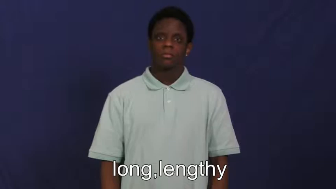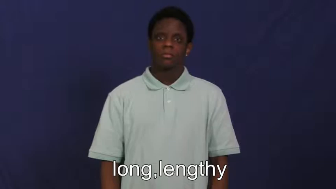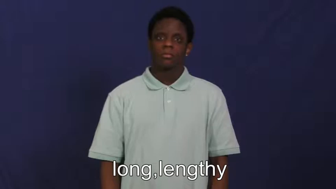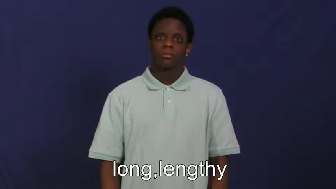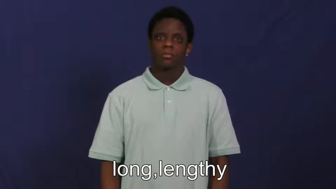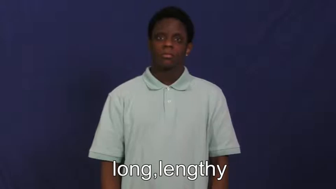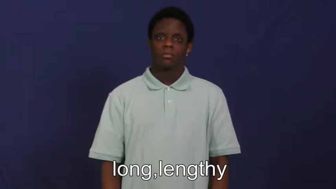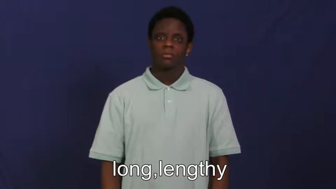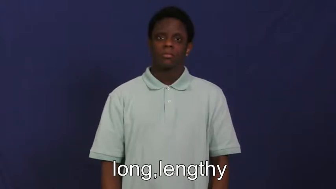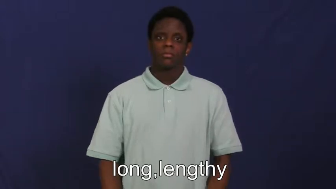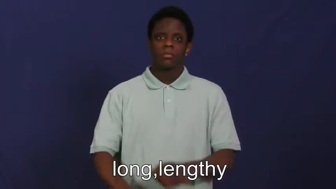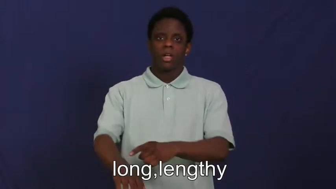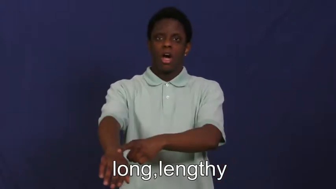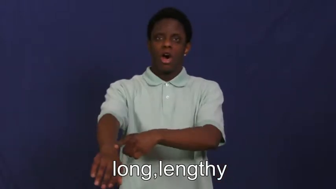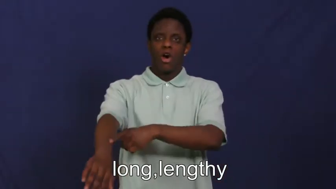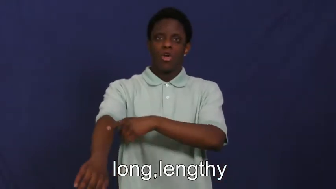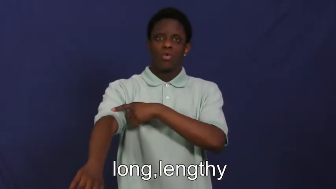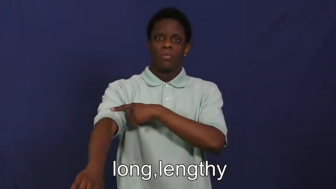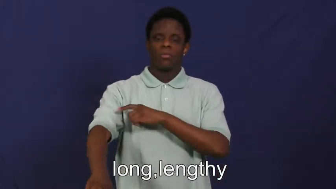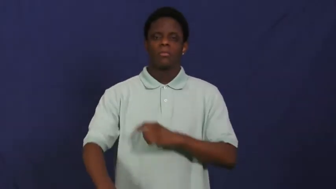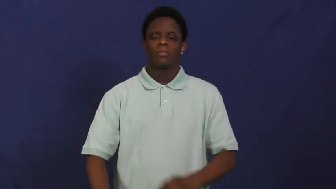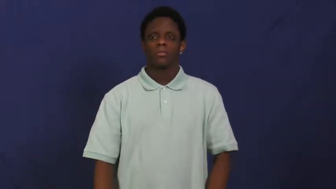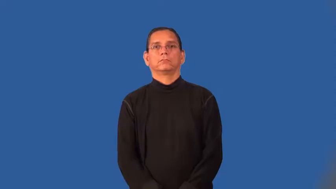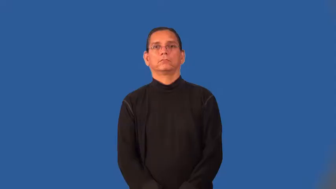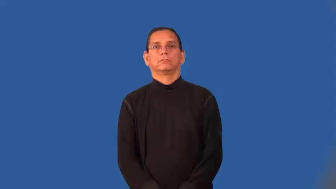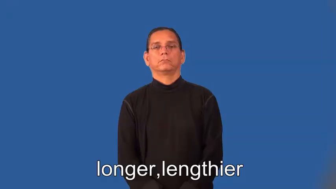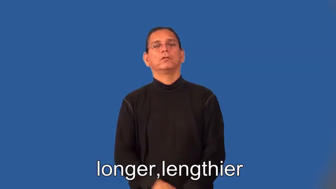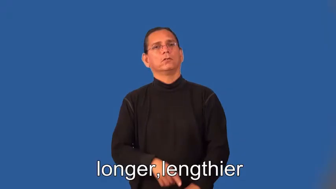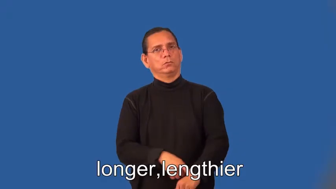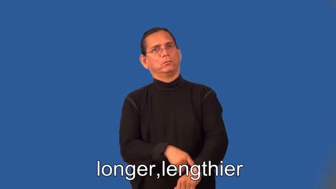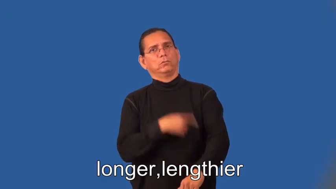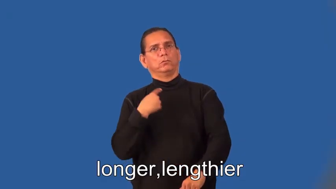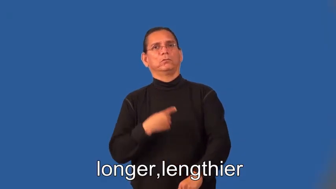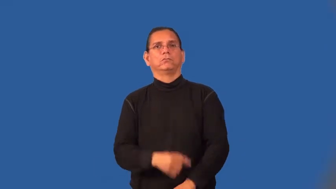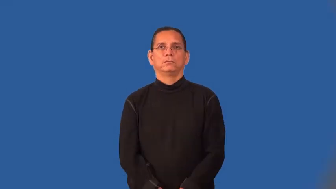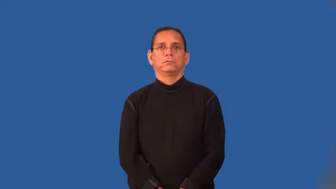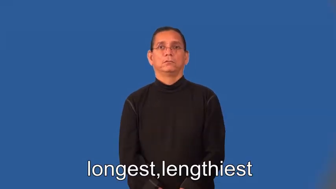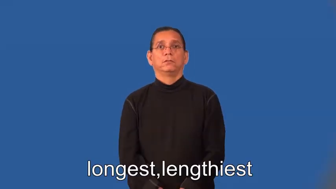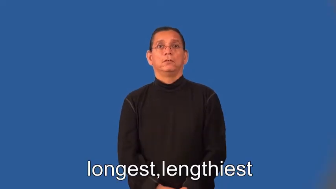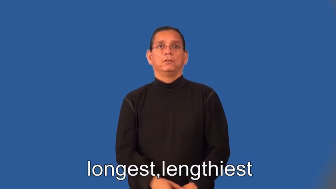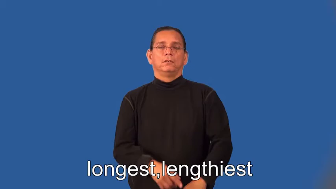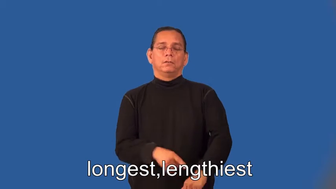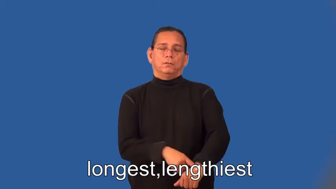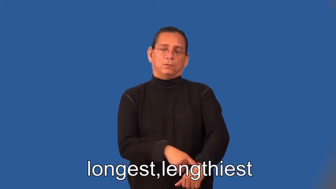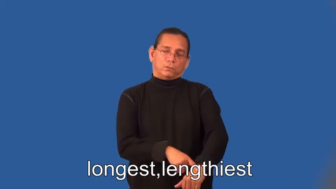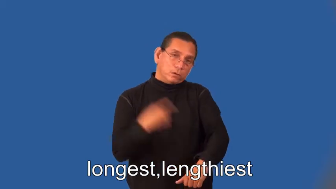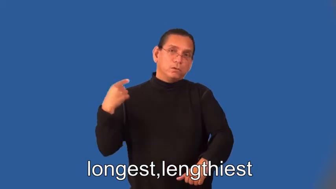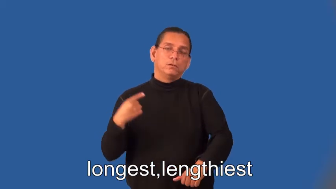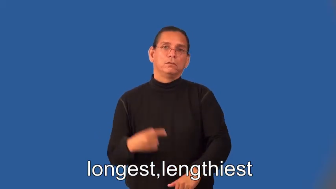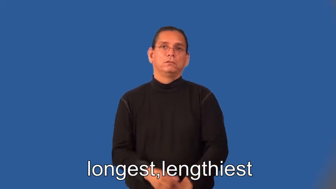longer,lengthier,longest,lengthiest